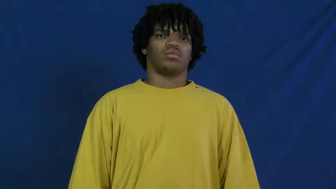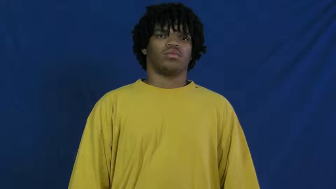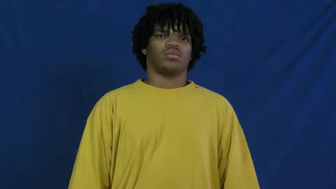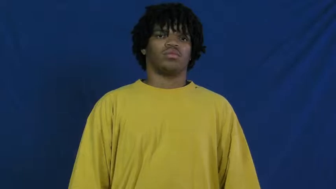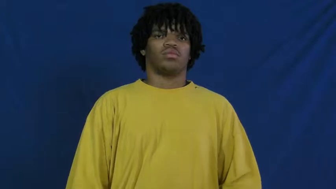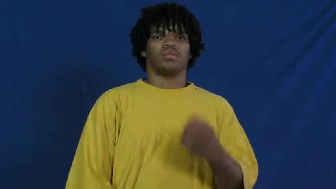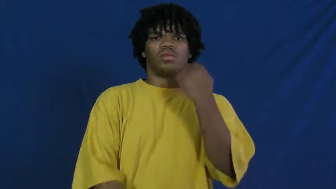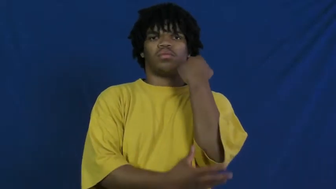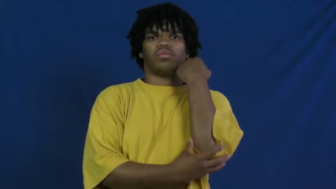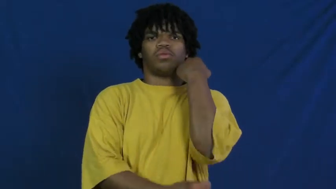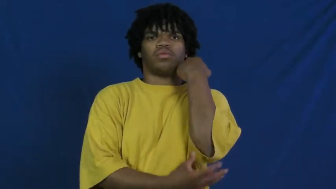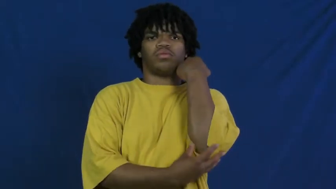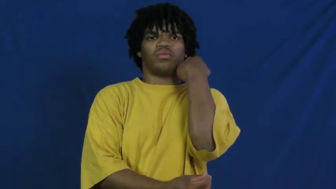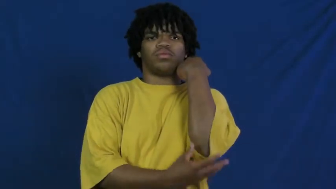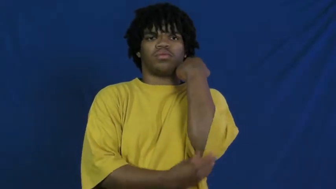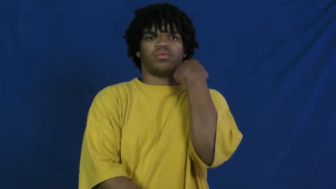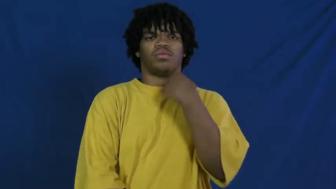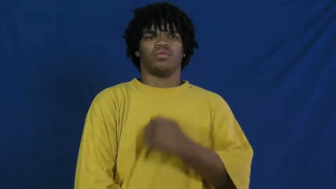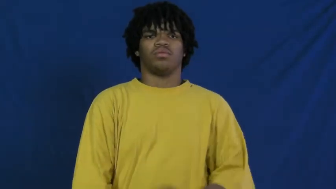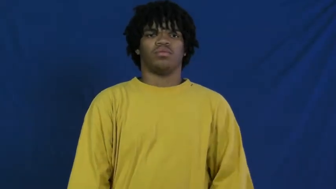poor,poverty,hard up,impoverished,squalid,pemury,impecunious,disadvantaged